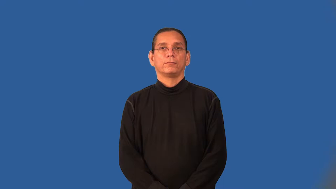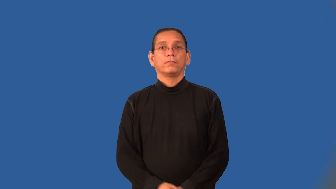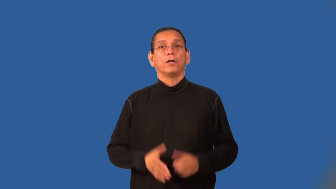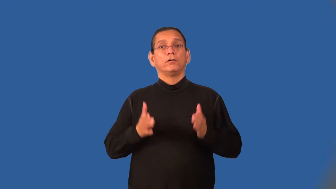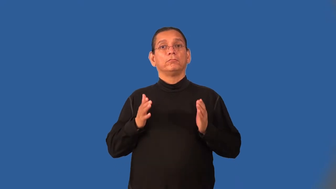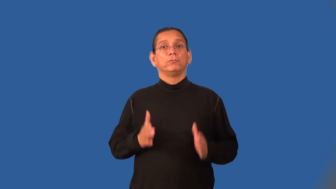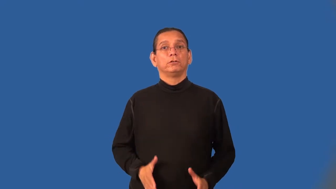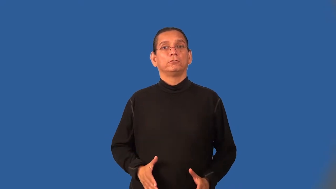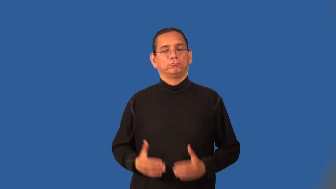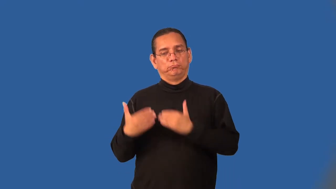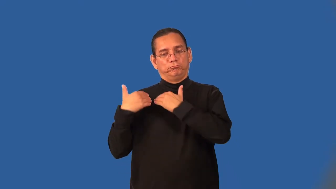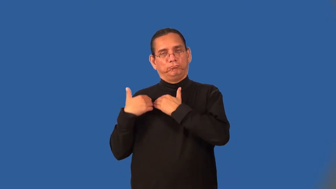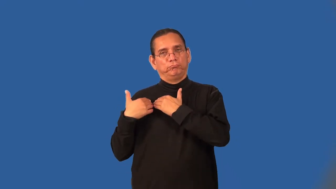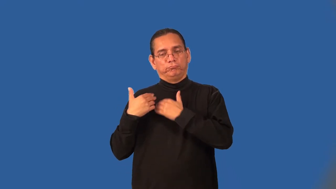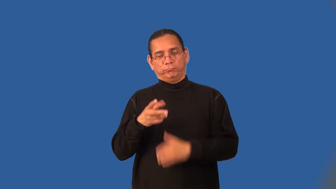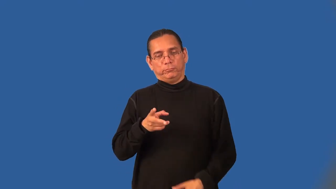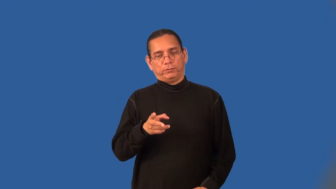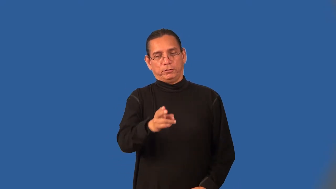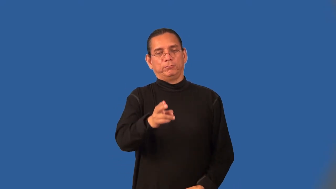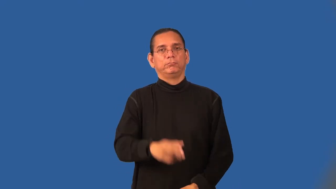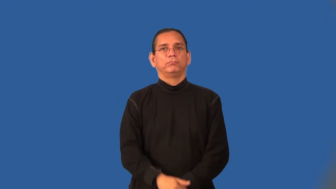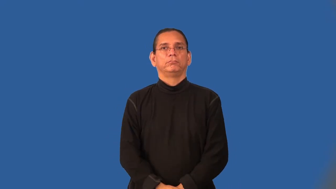cutter